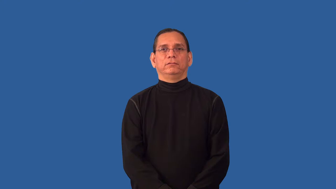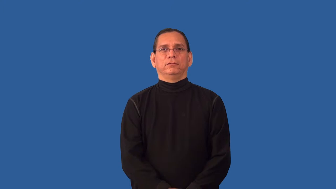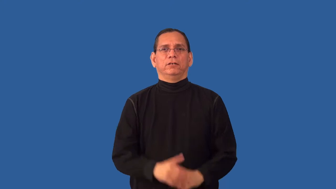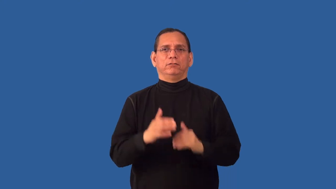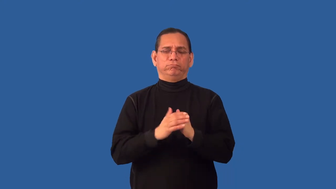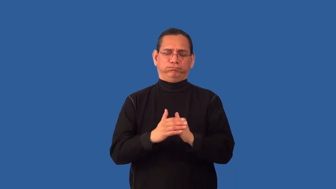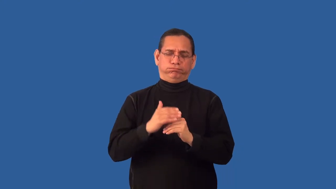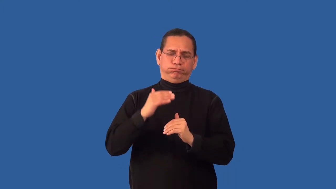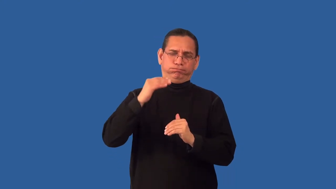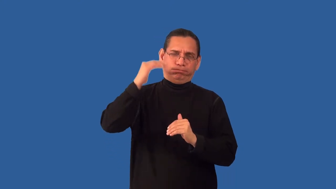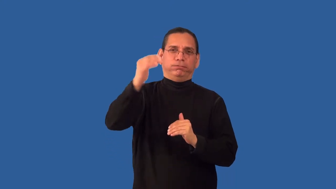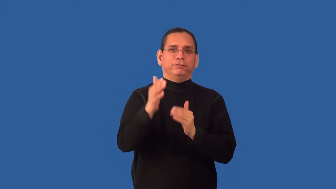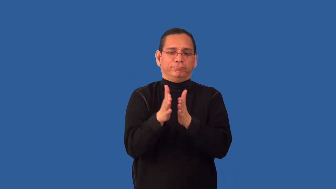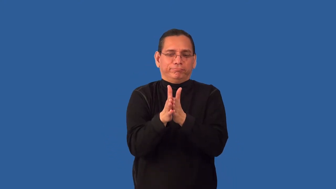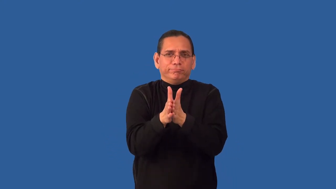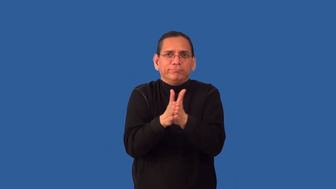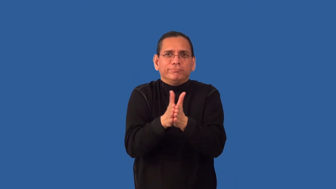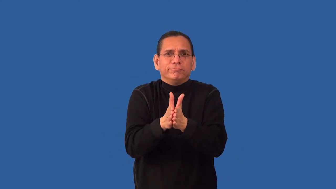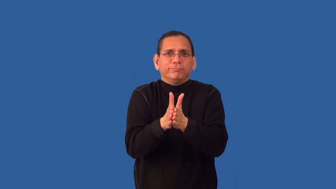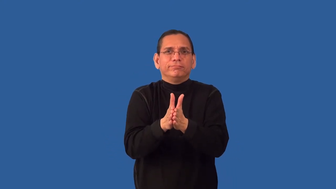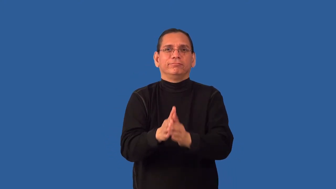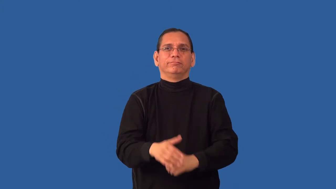overeager,overambitious